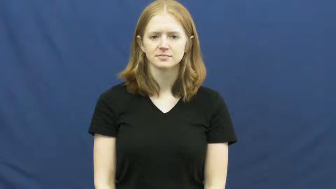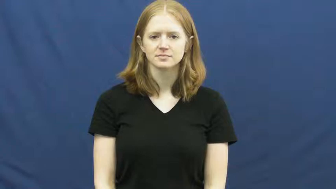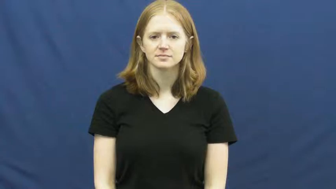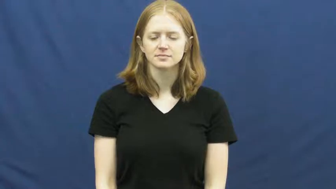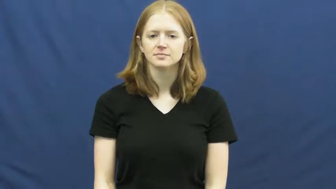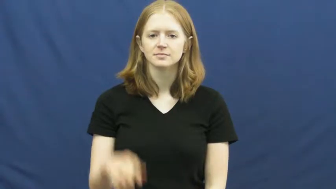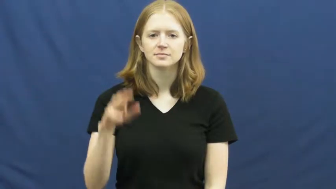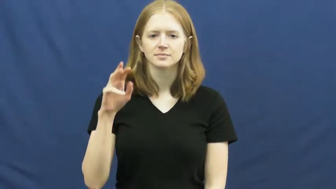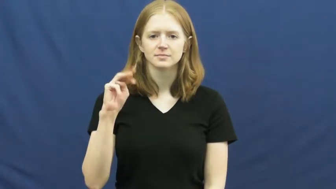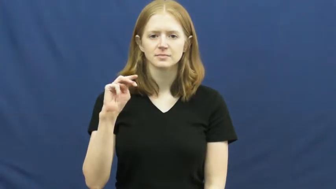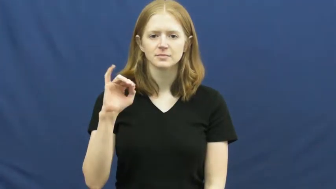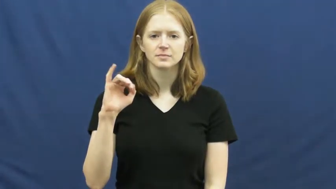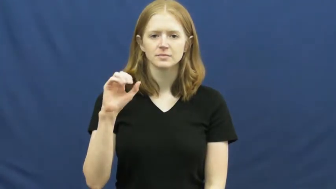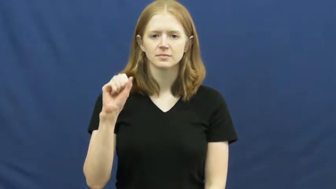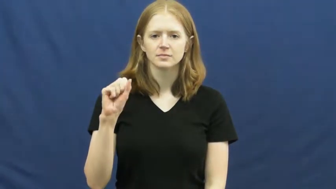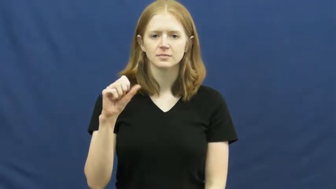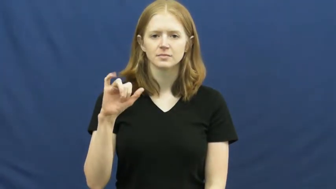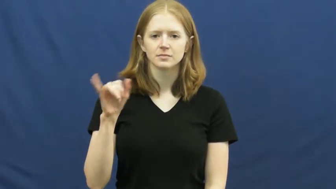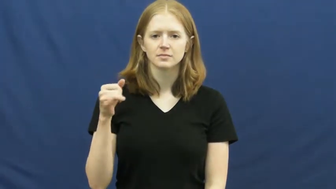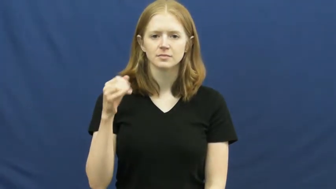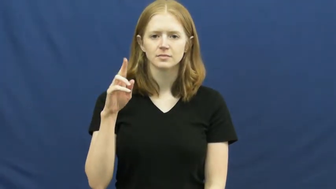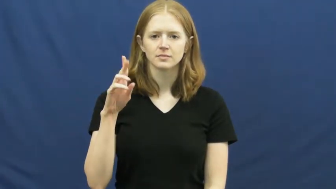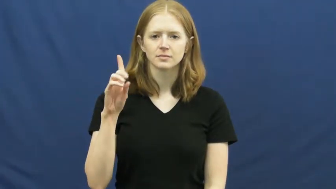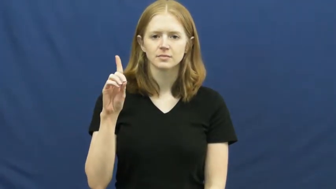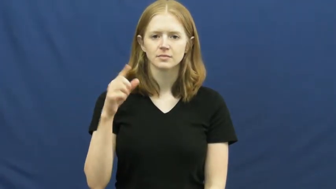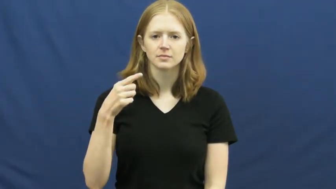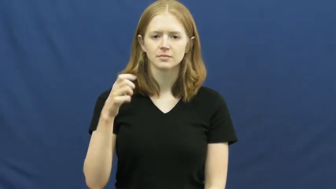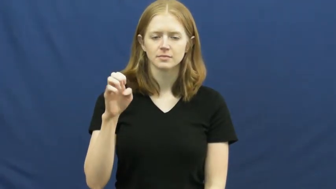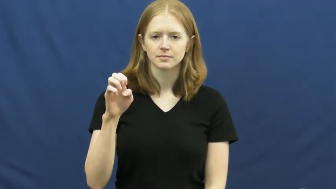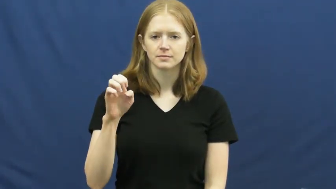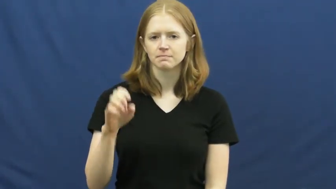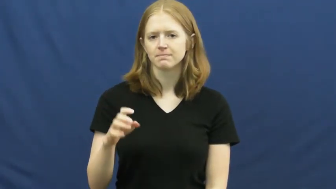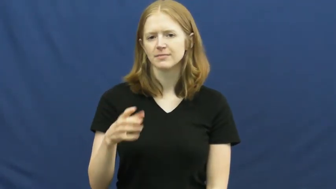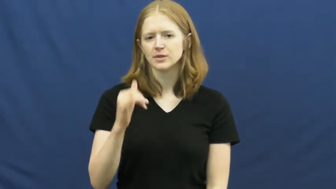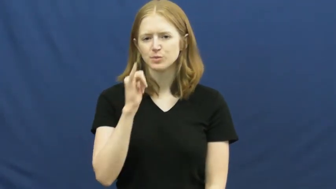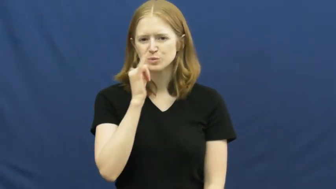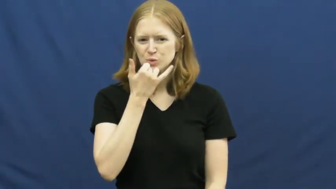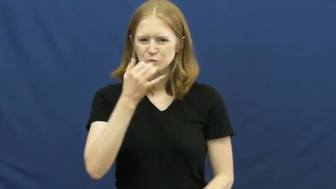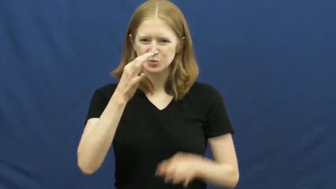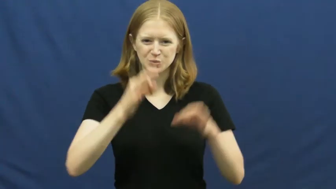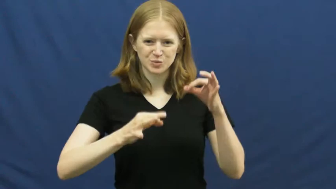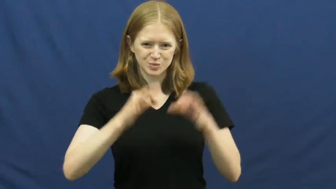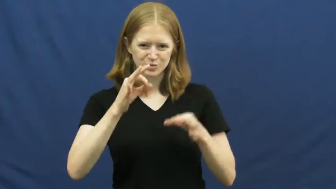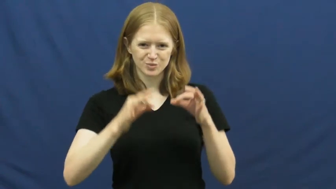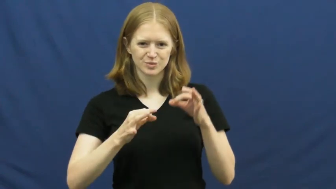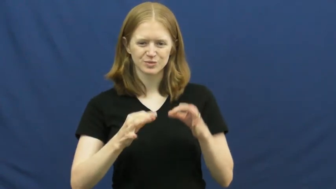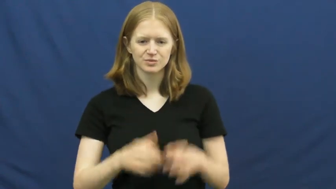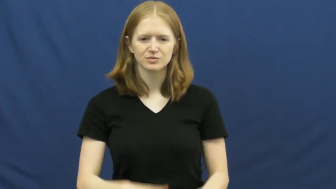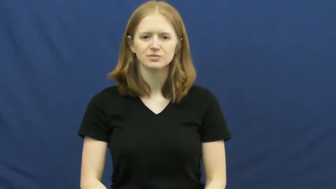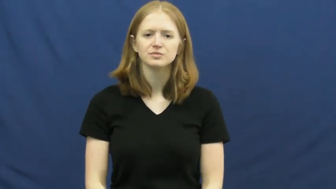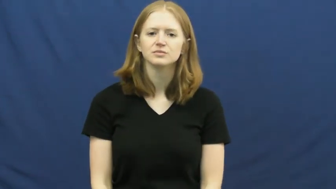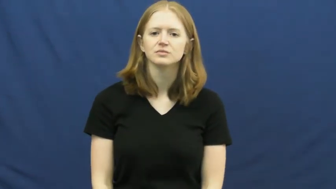misjudge